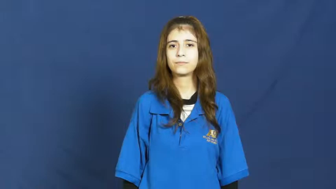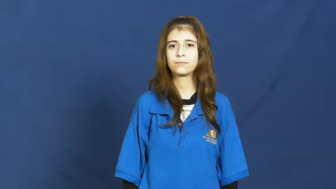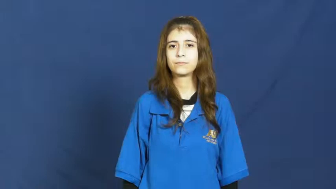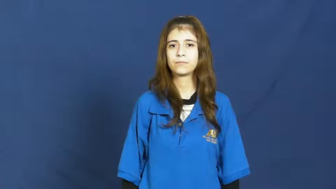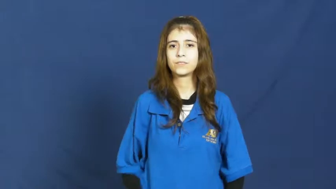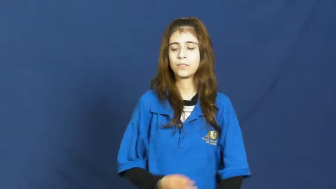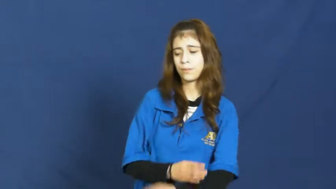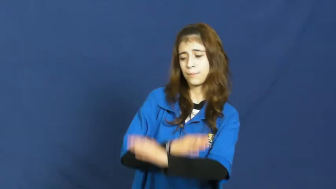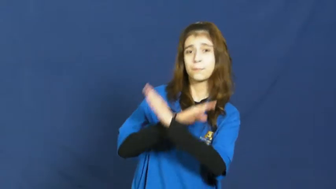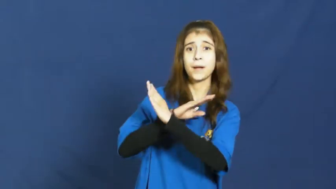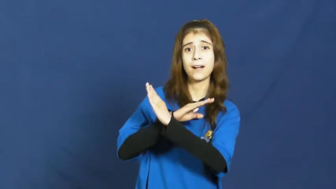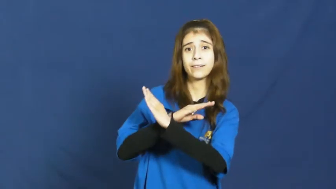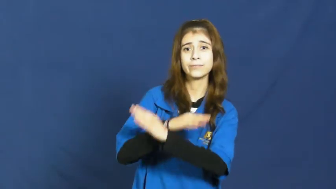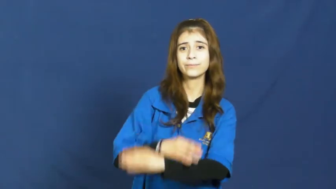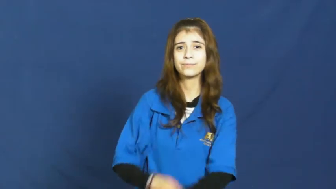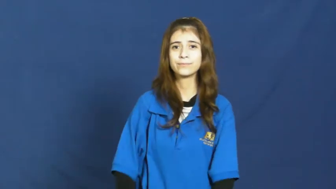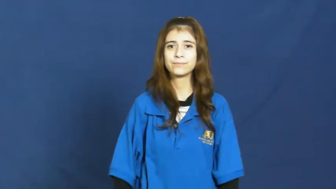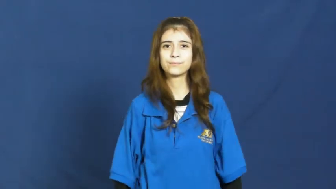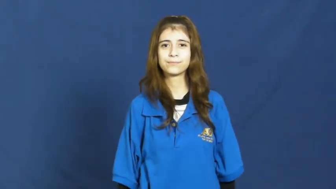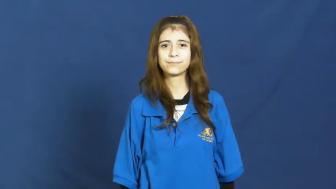guard against,protect against